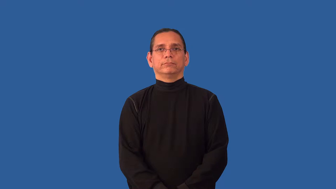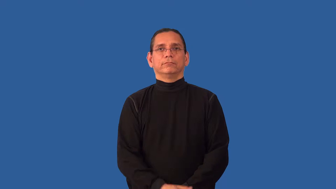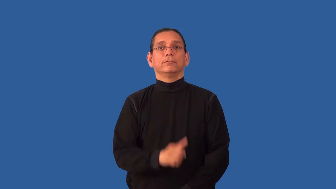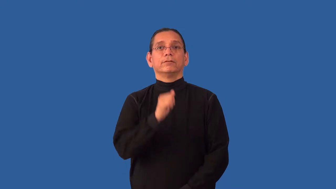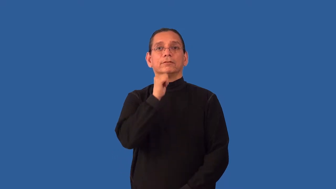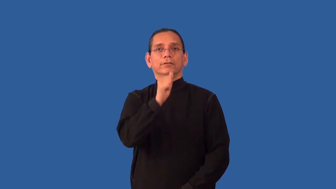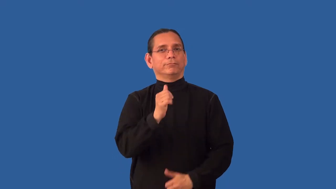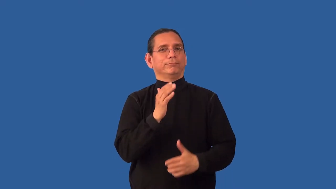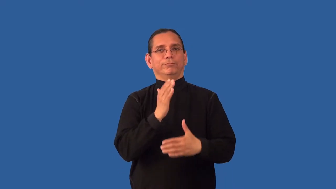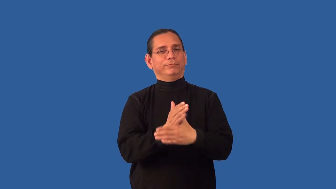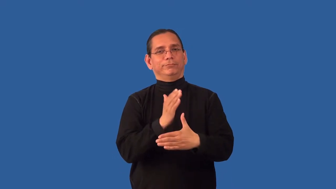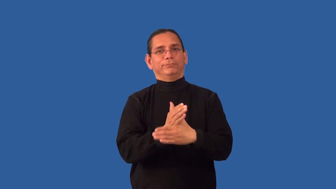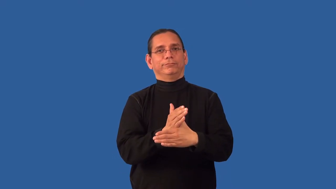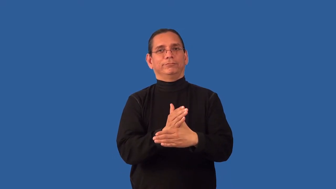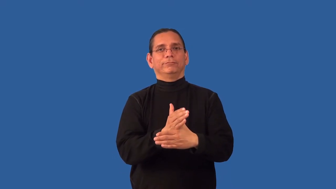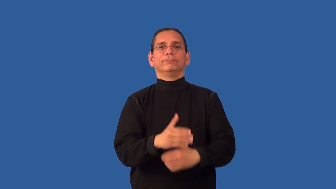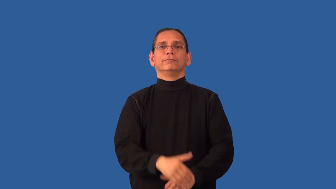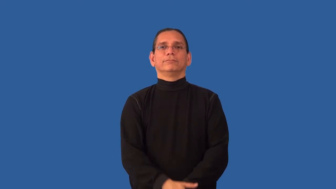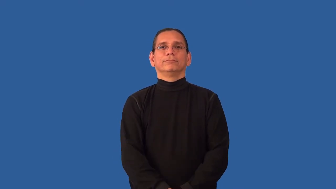unobtrusive